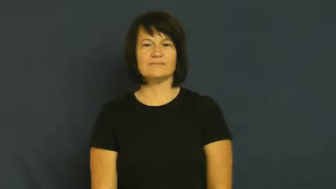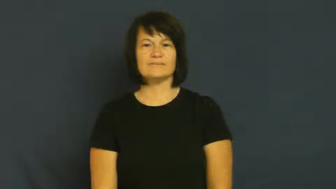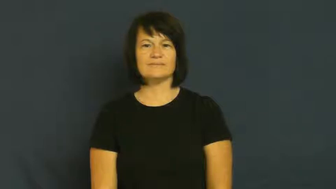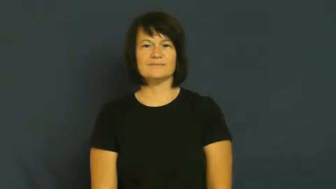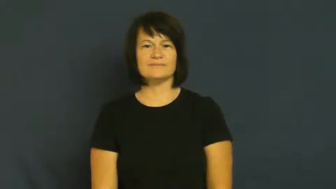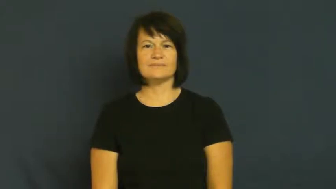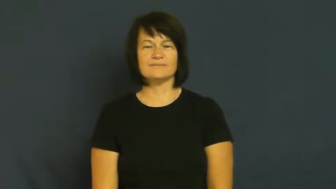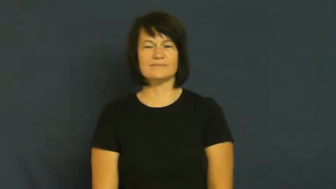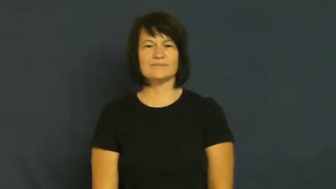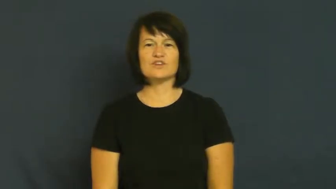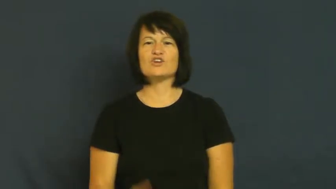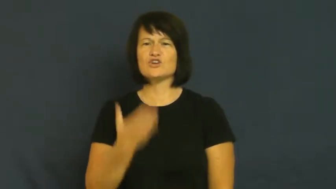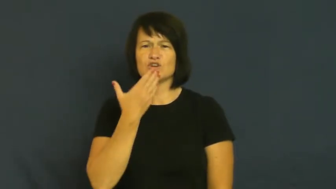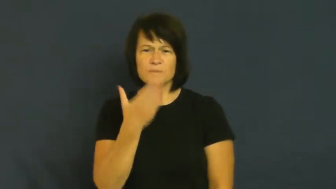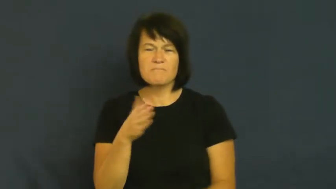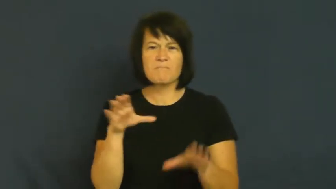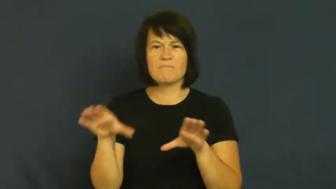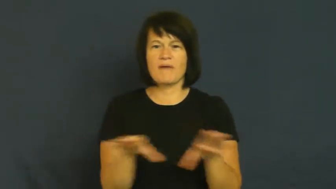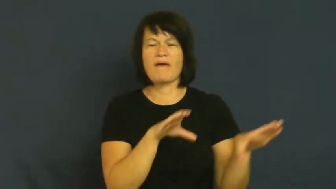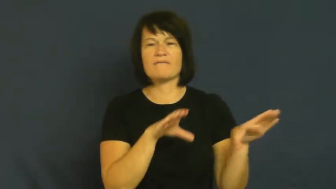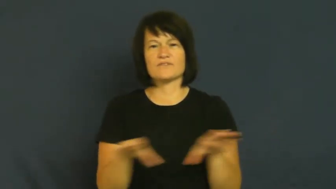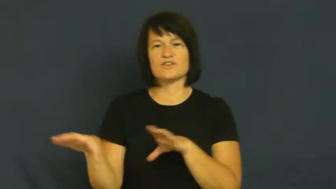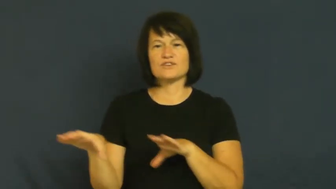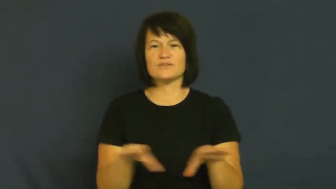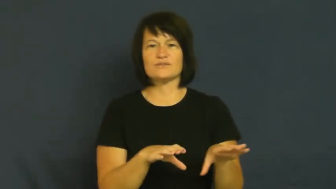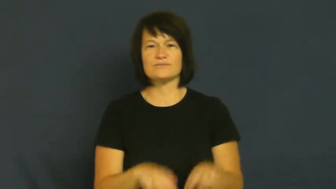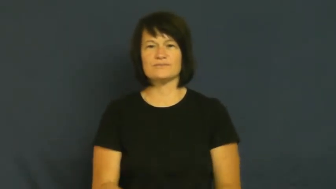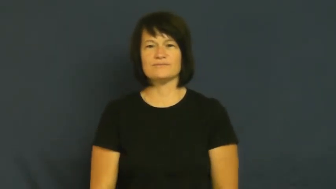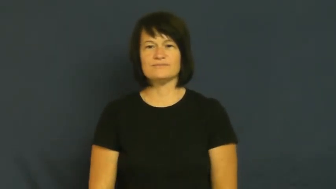goodness-good behavior